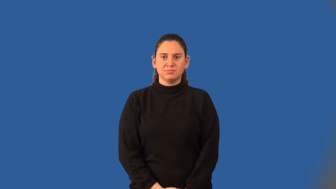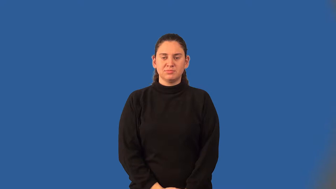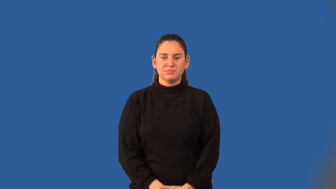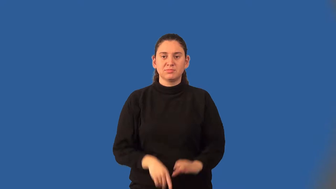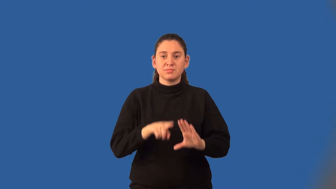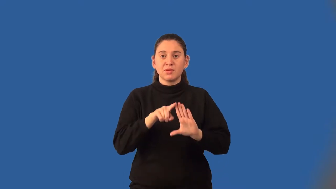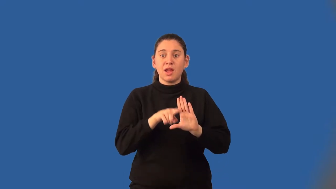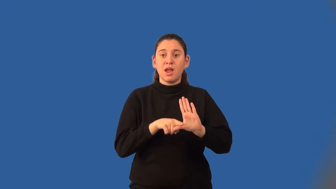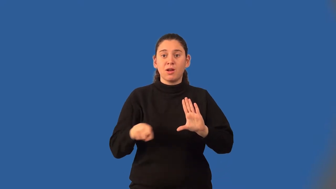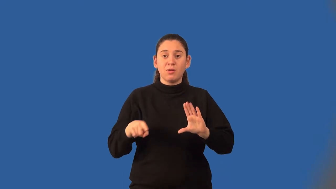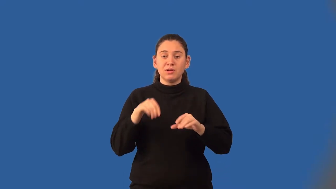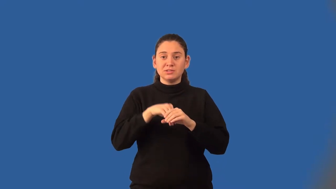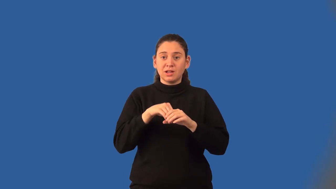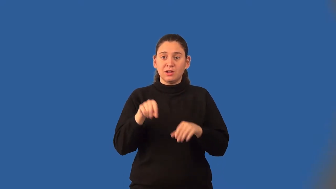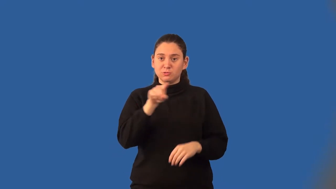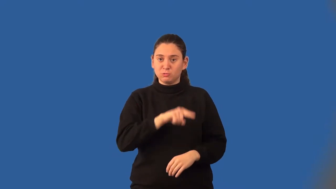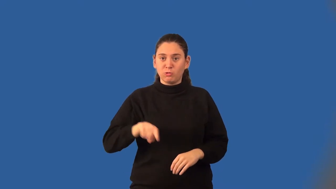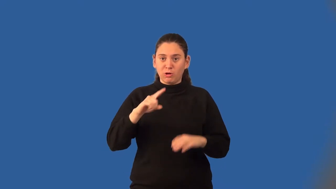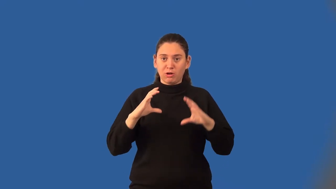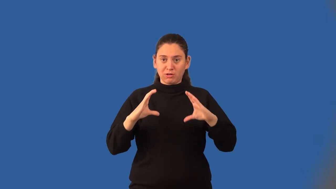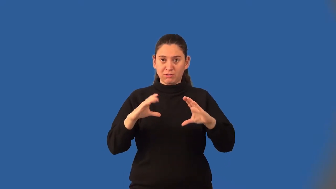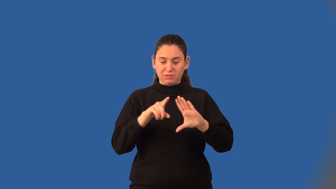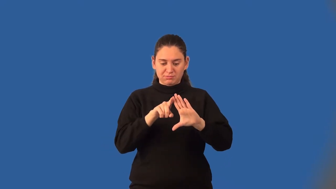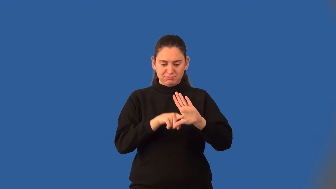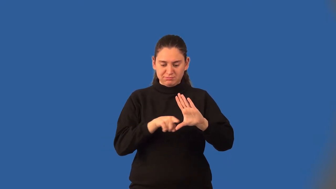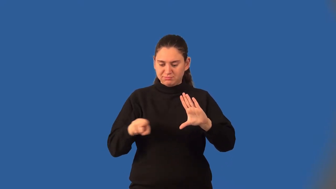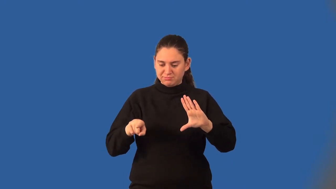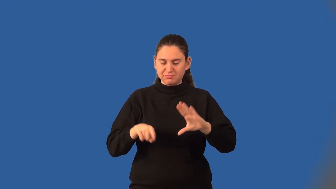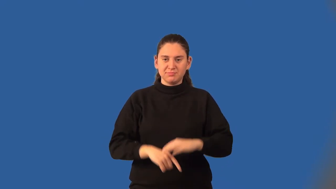inscribed angle